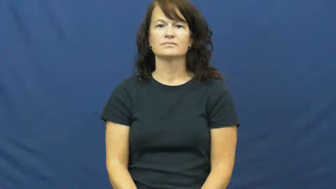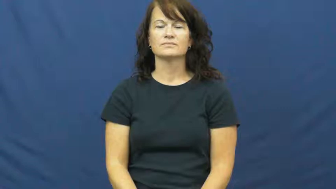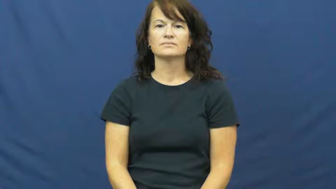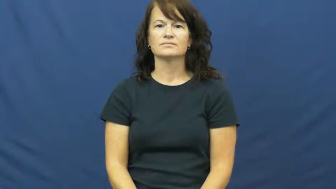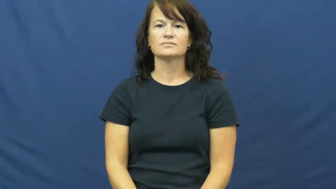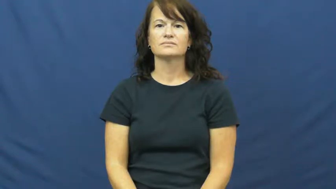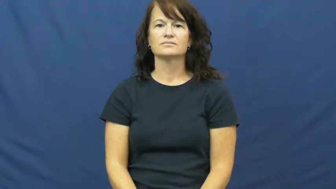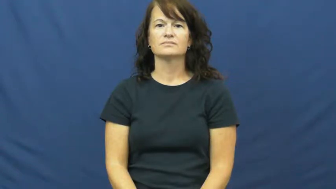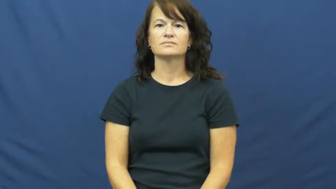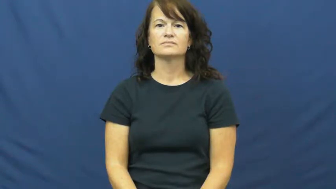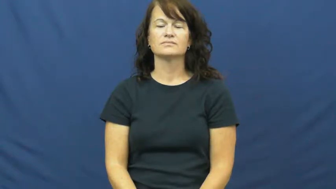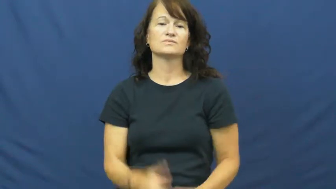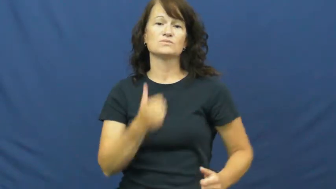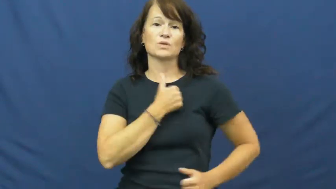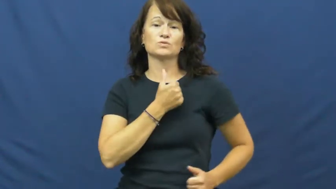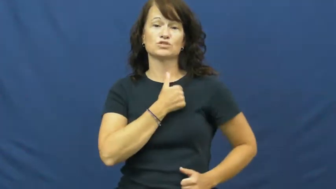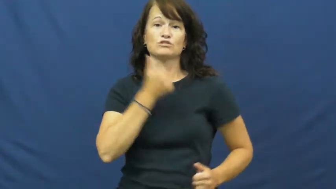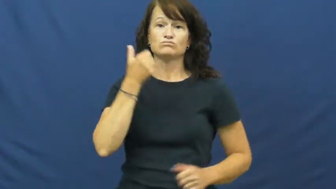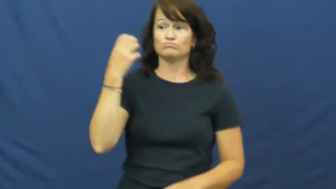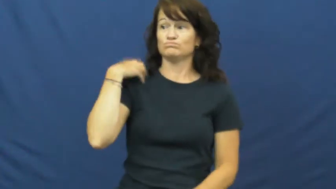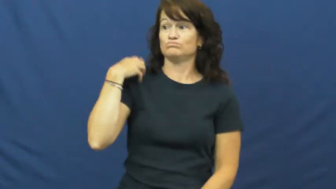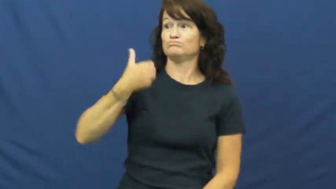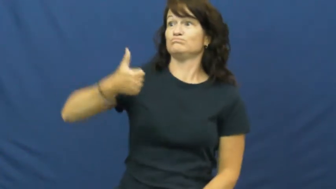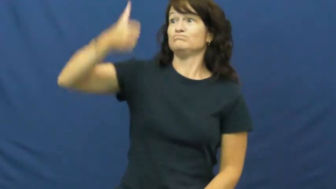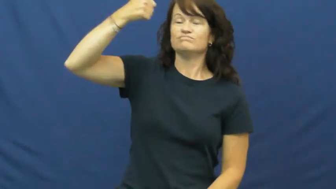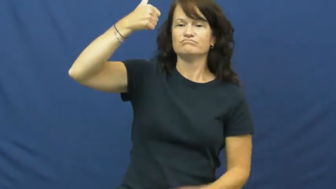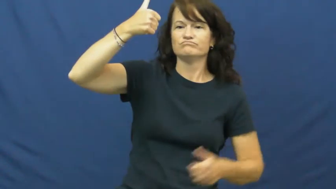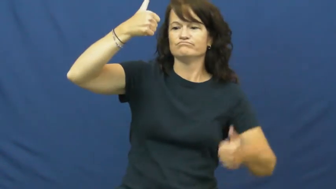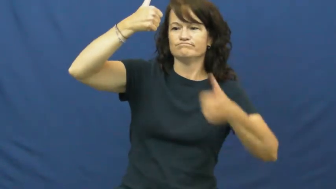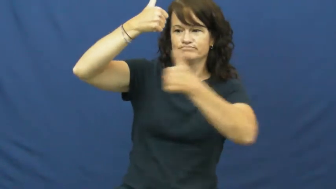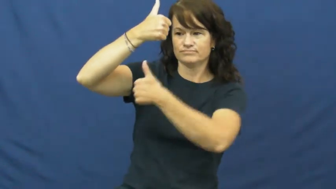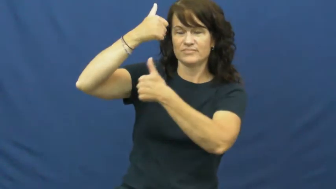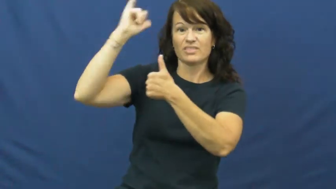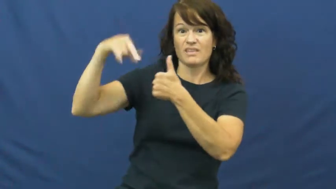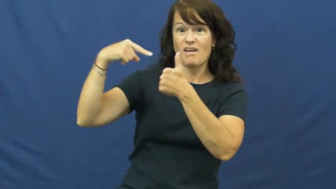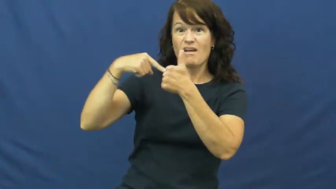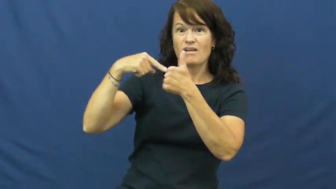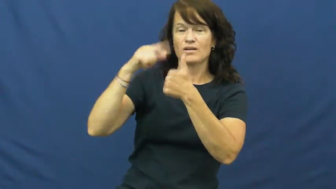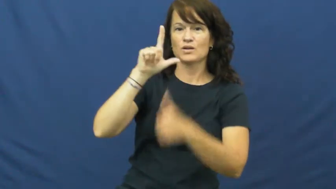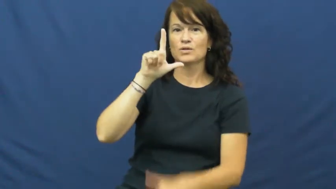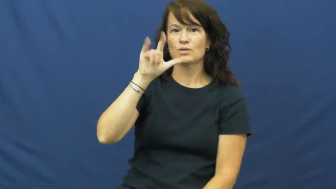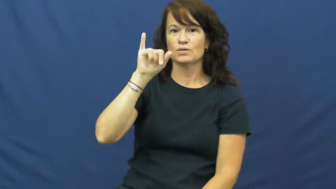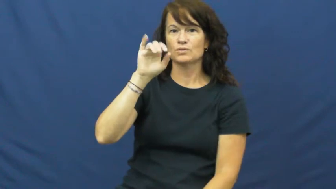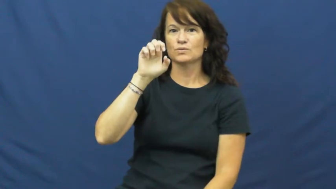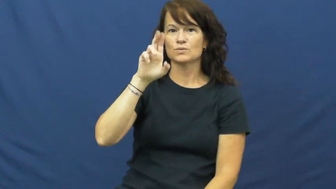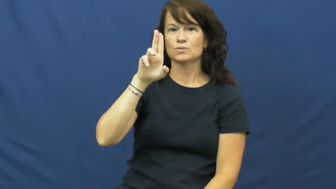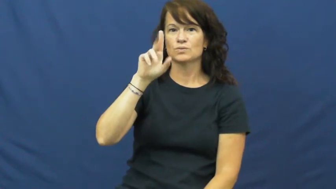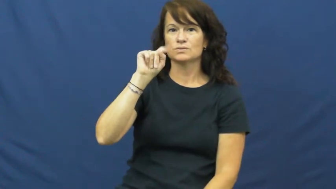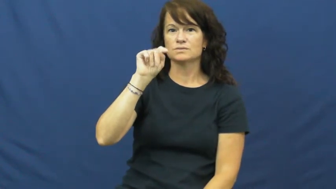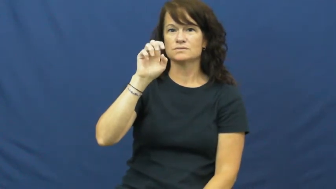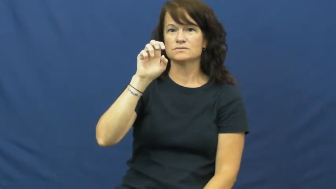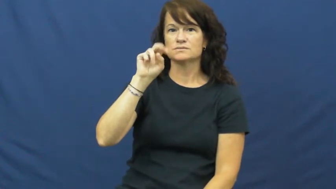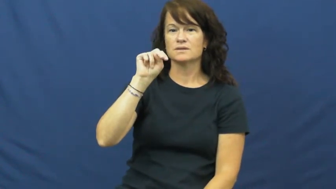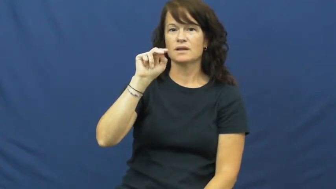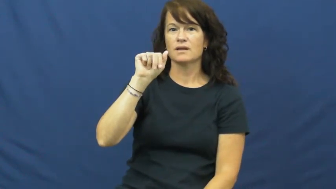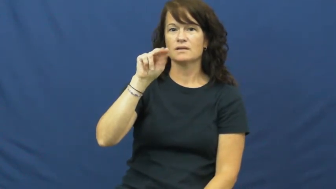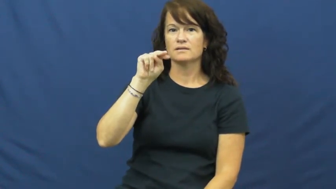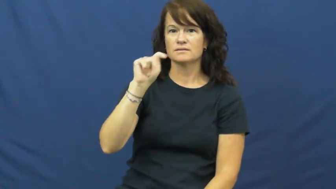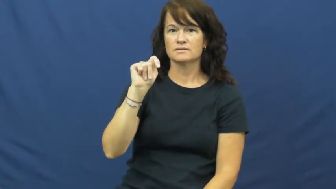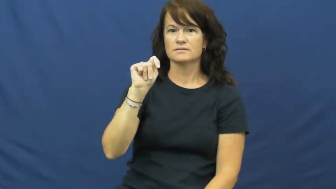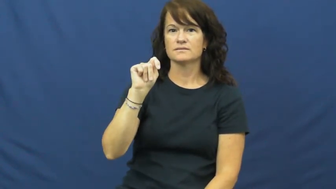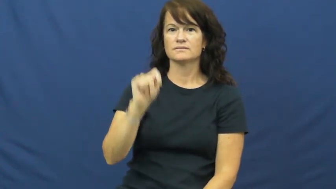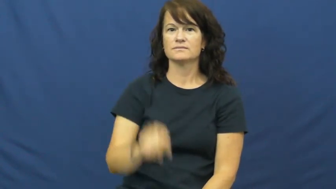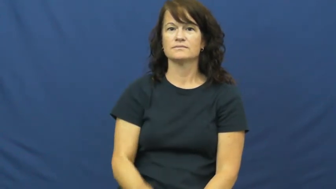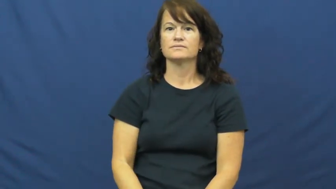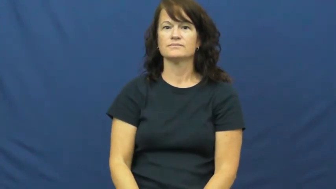lieutenant